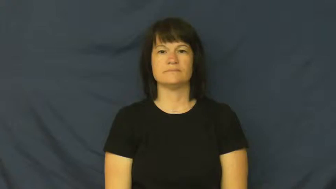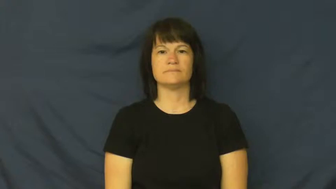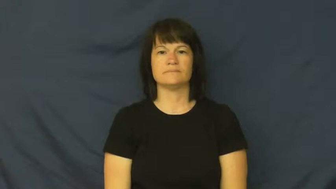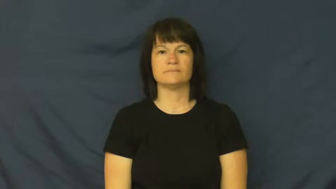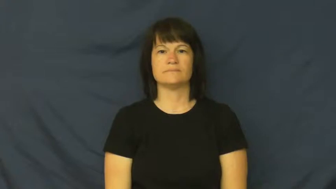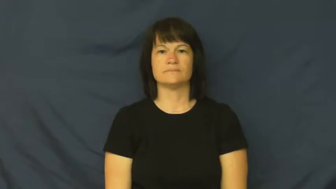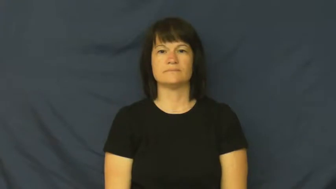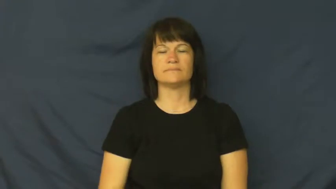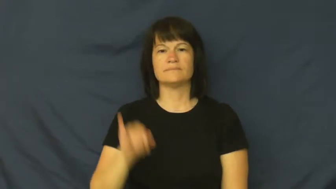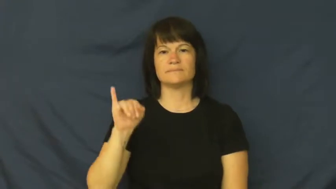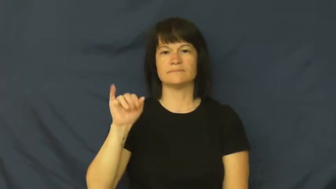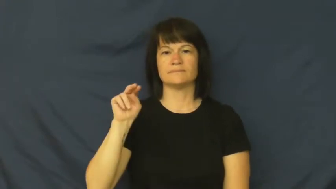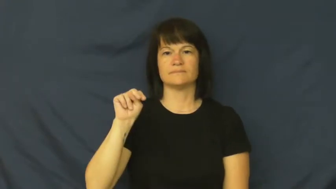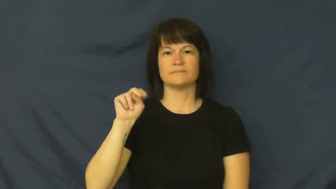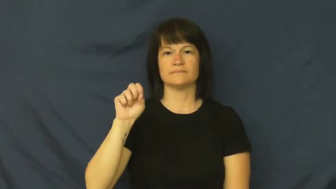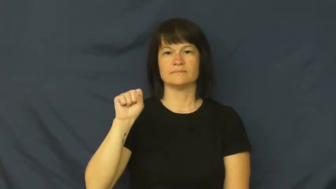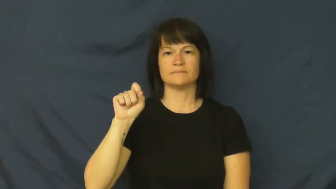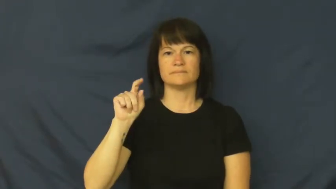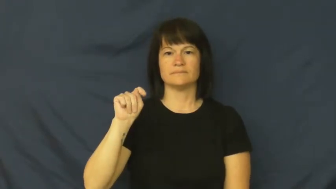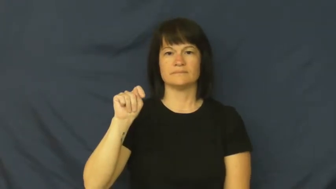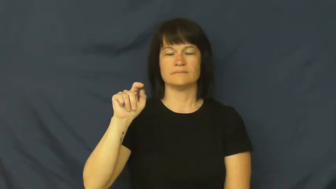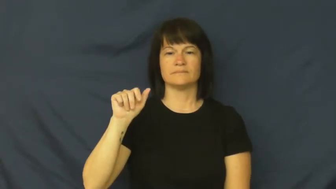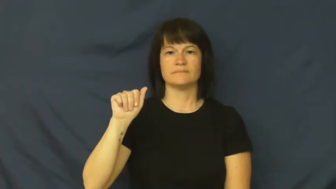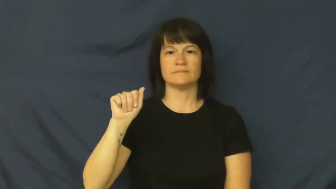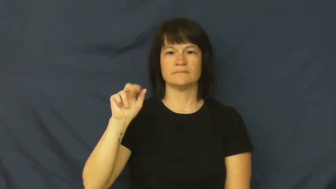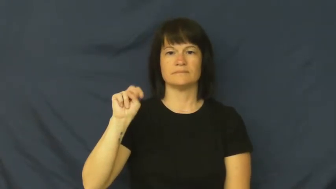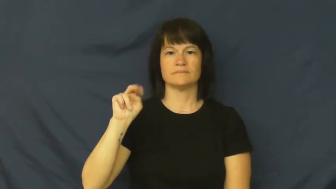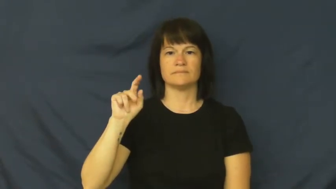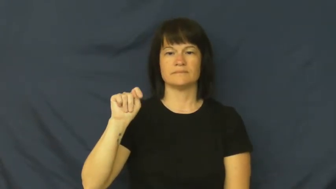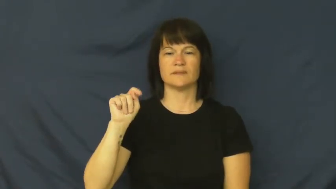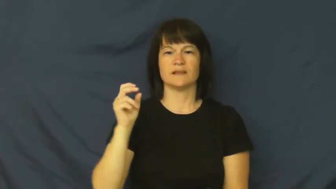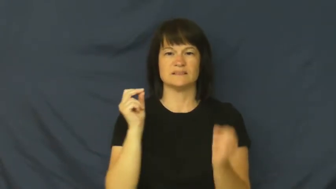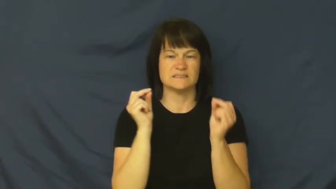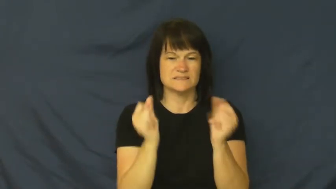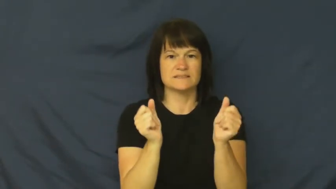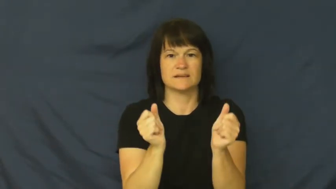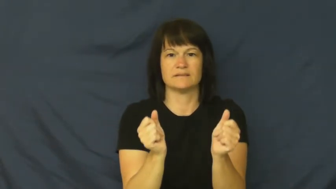instant-quick